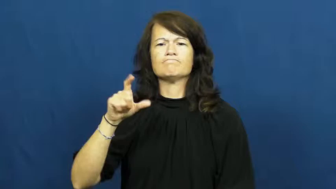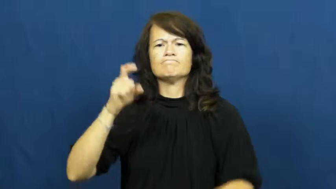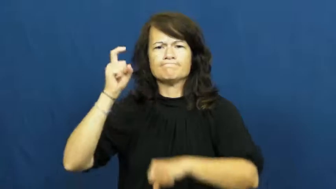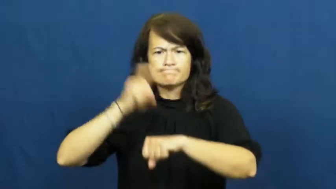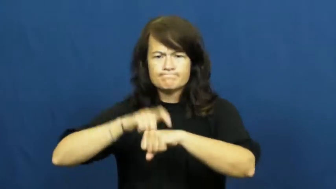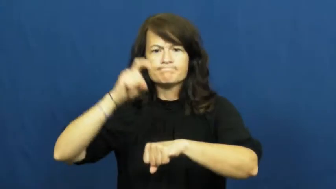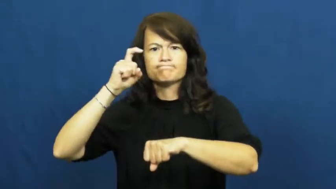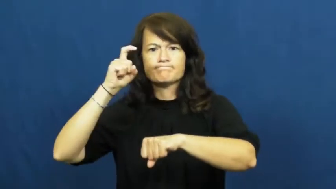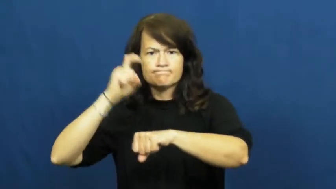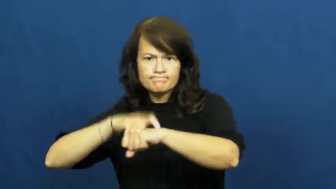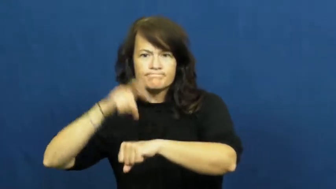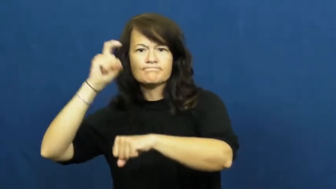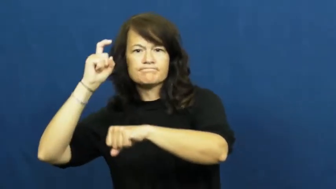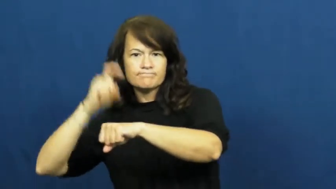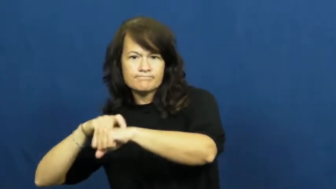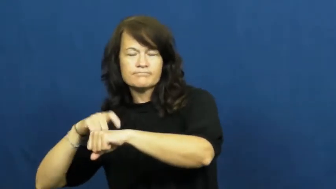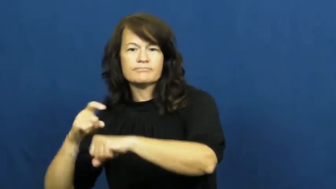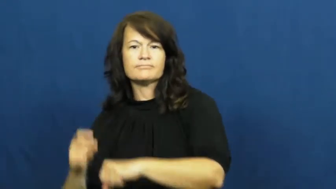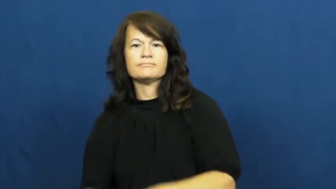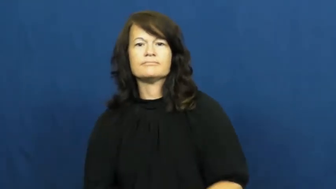punctual